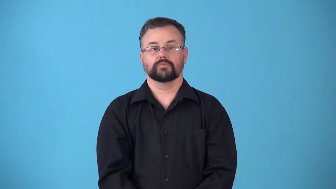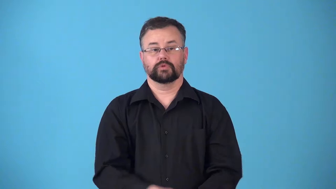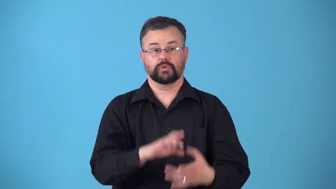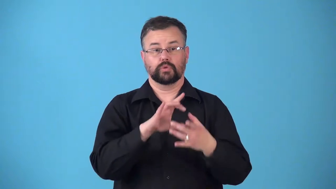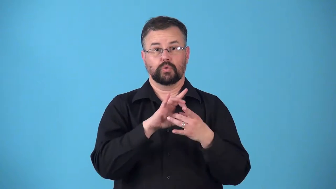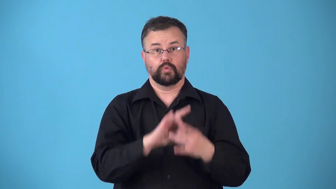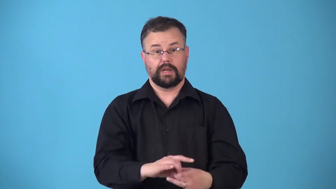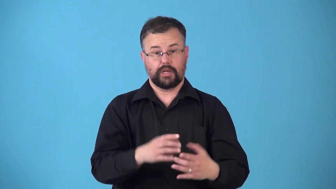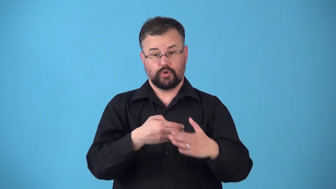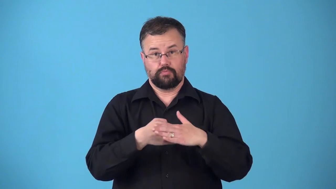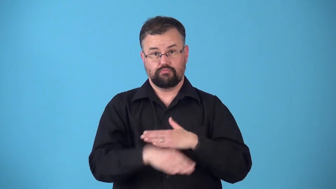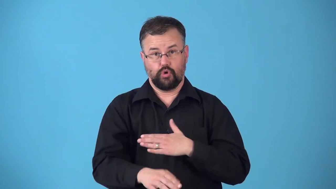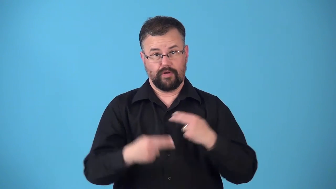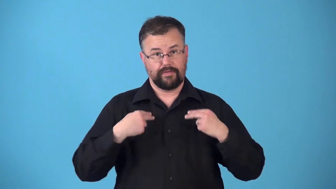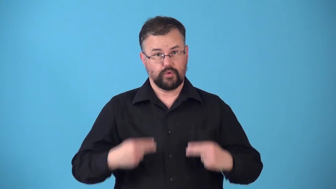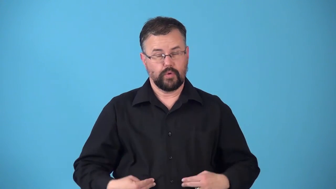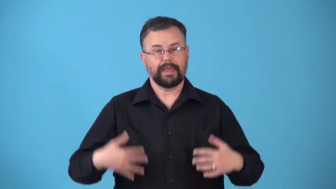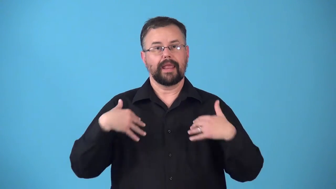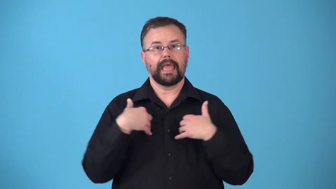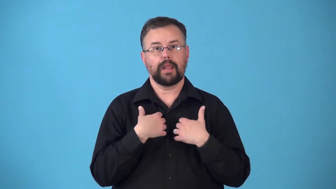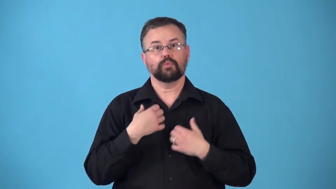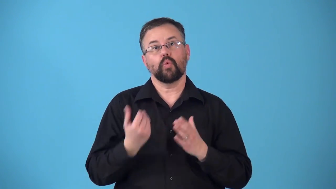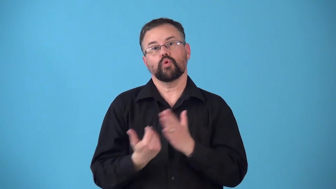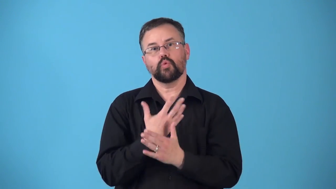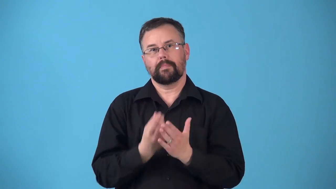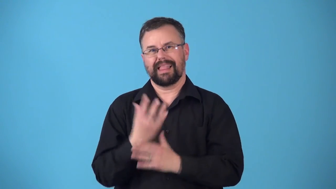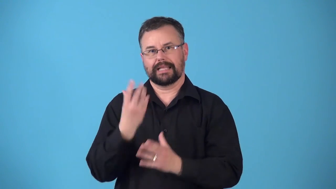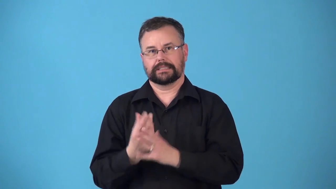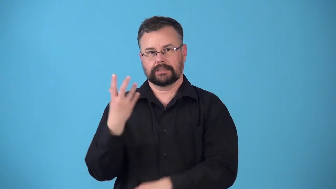reproductive-related to reproduction